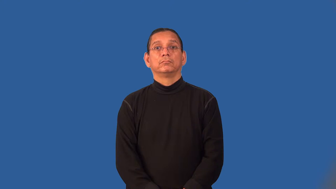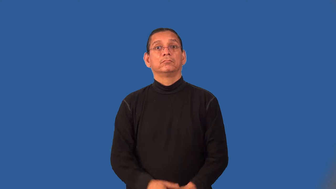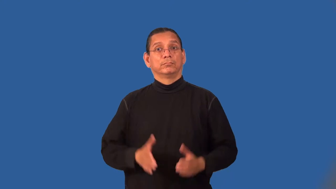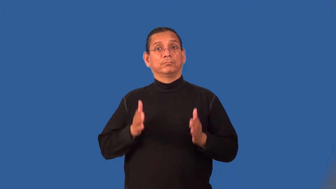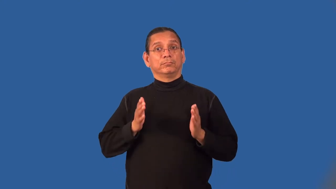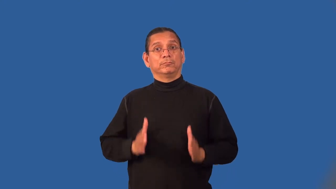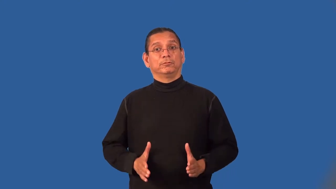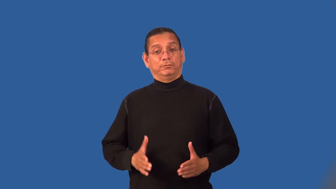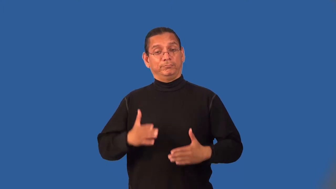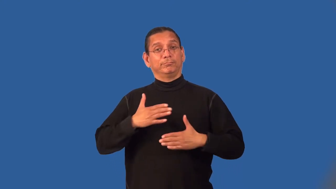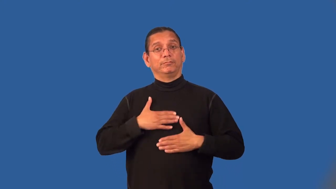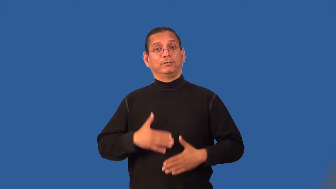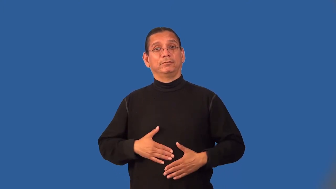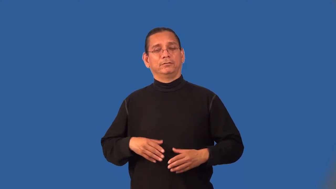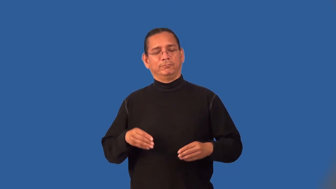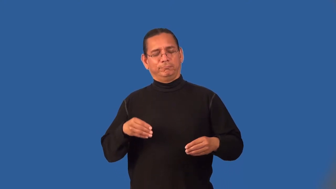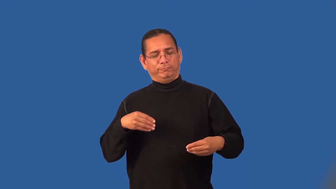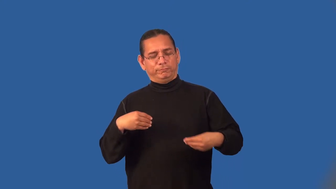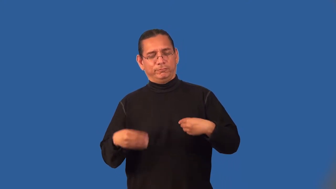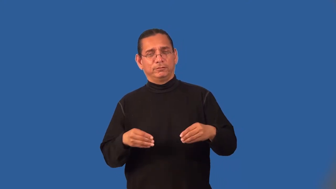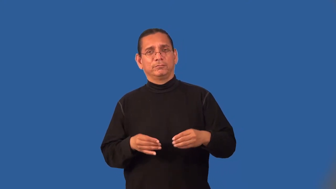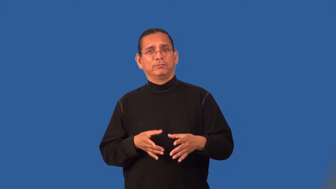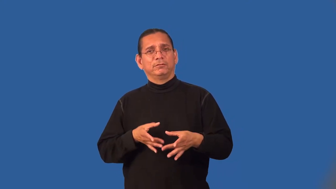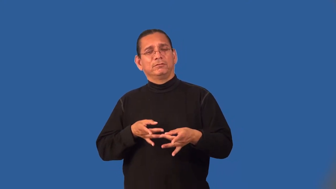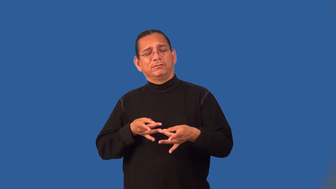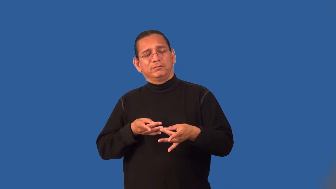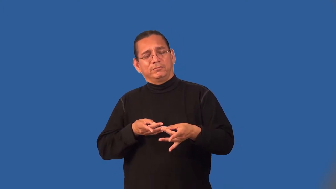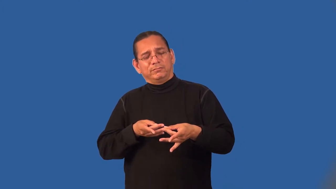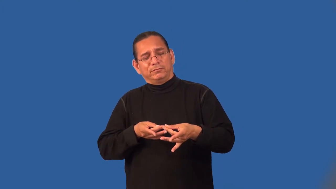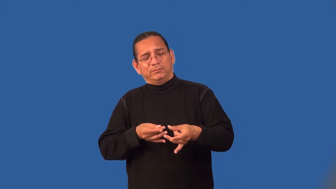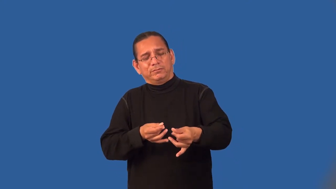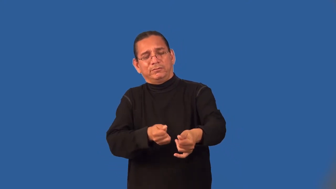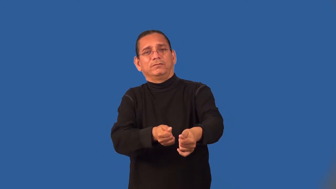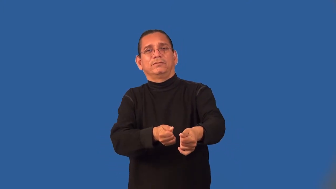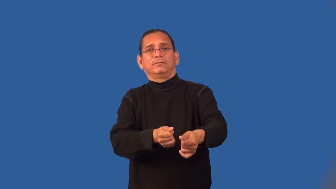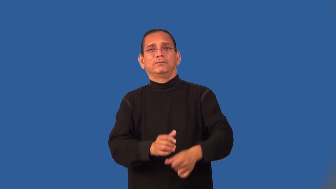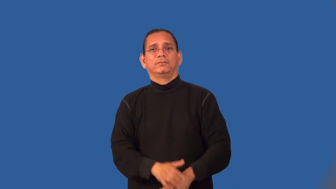lithe,lissome